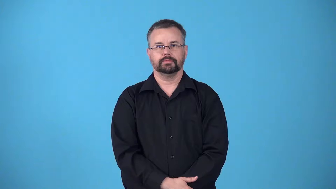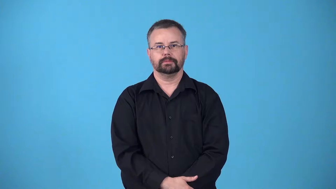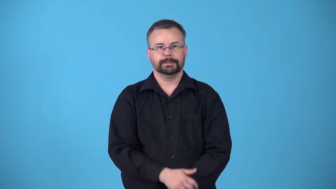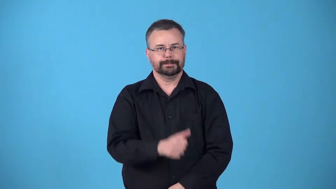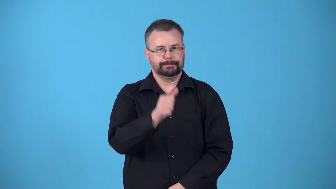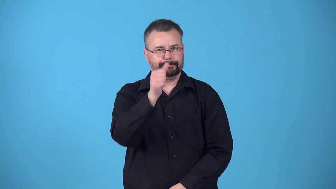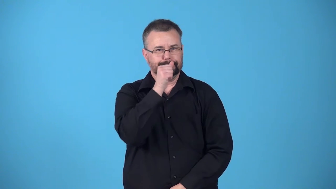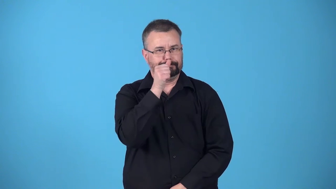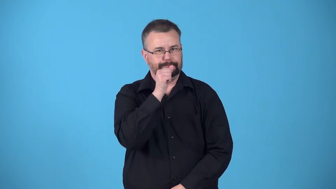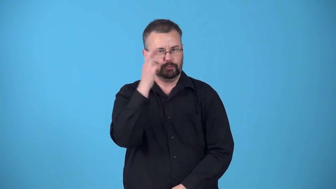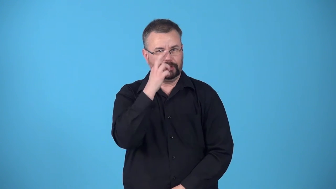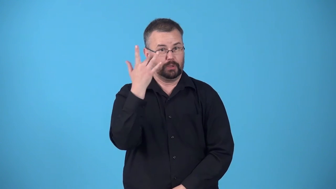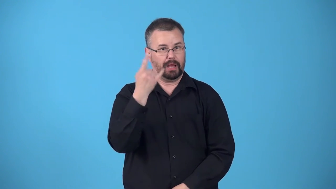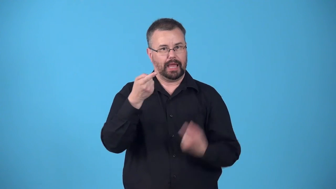behind-secret reason something happened